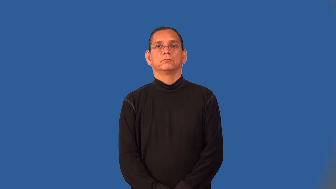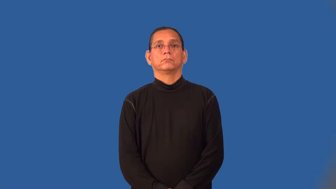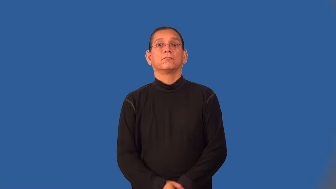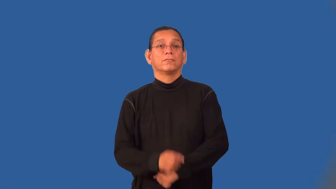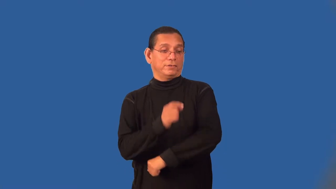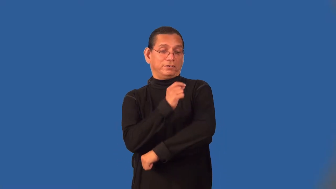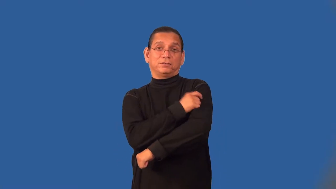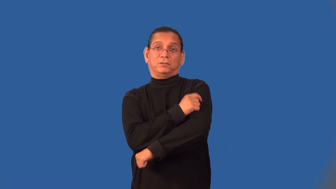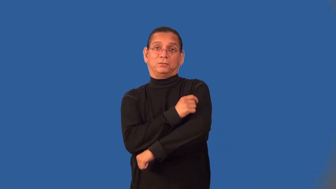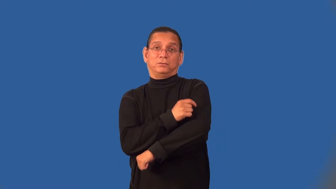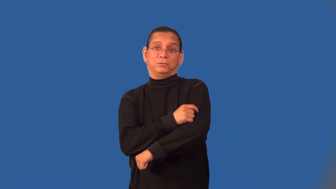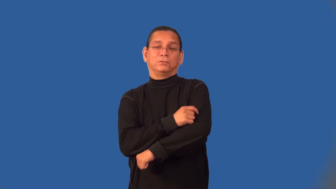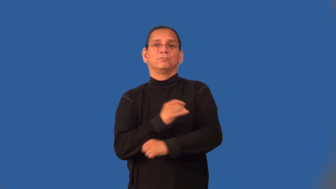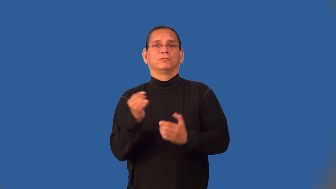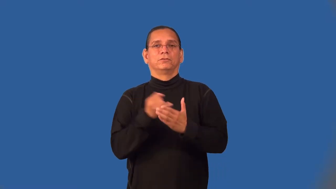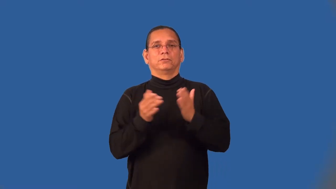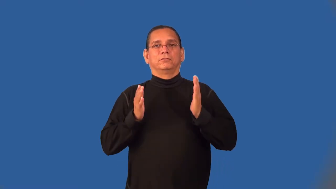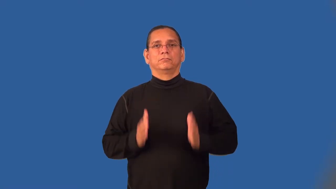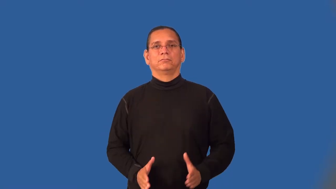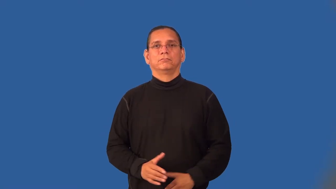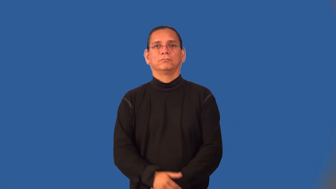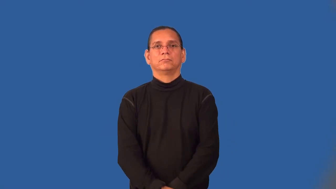tattooer